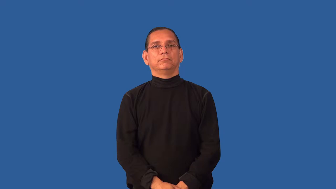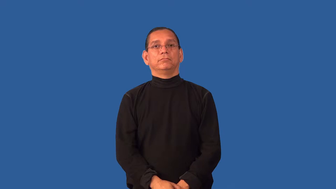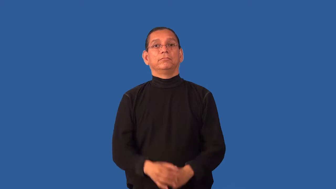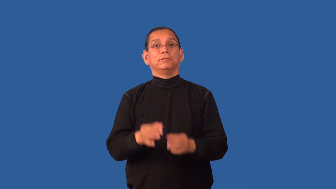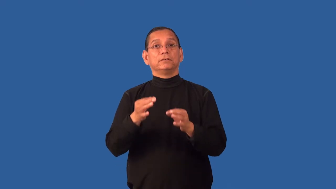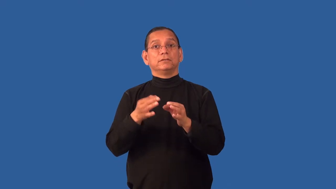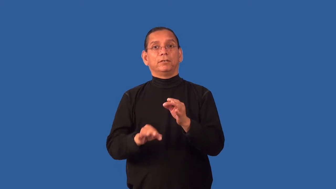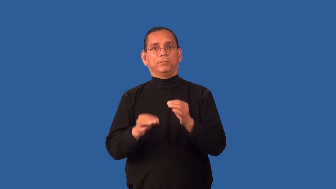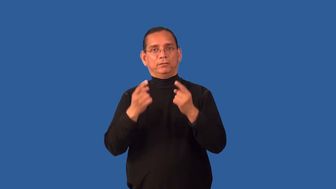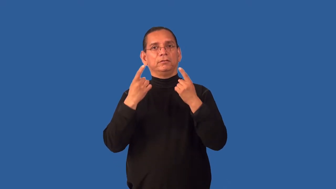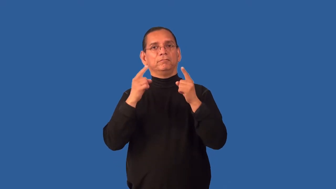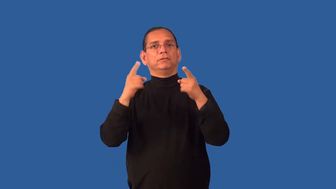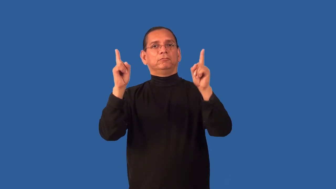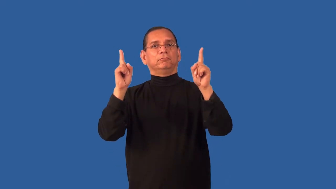elegant-thought process